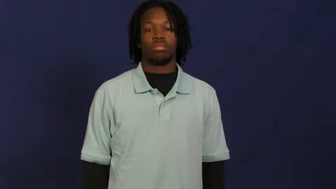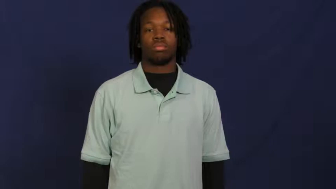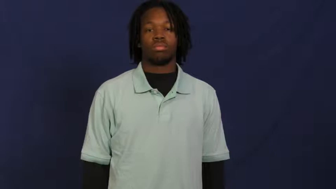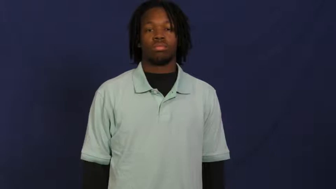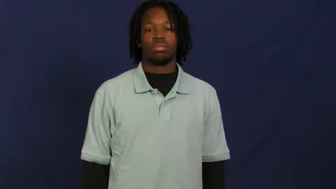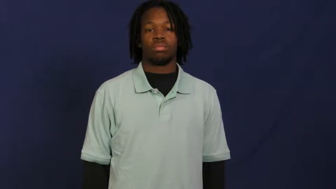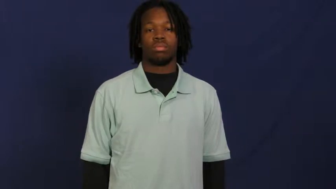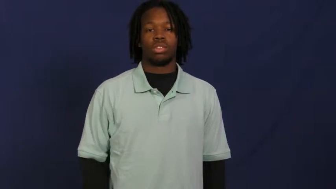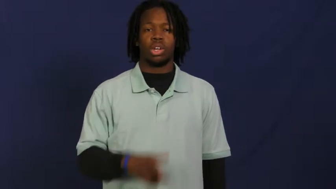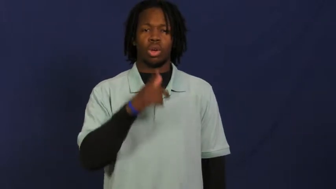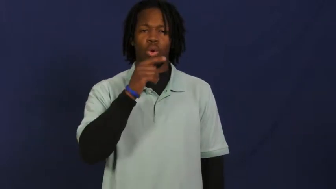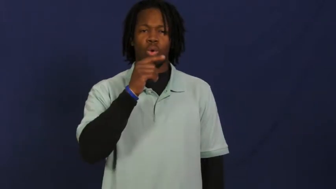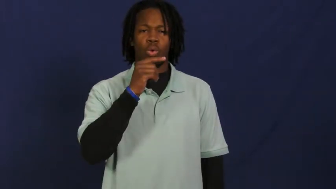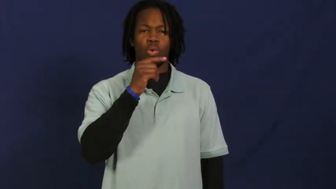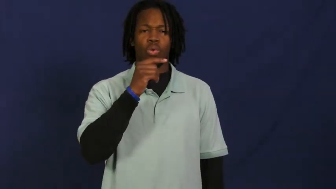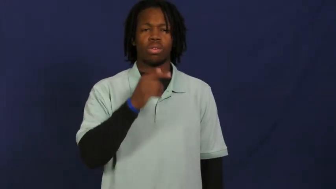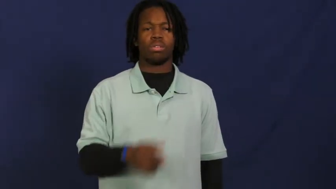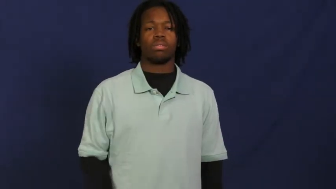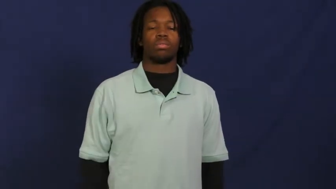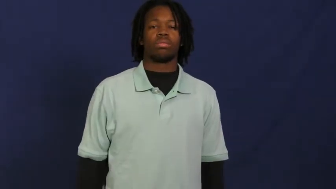who,whom,whose,who's